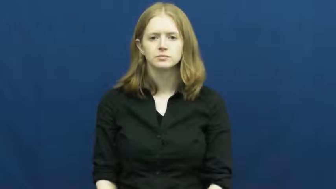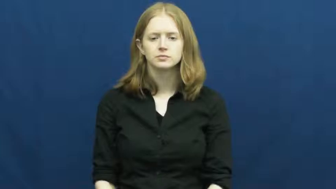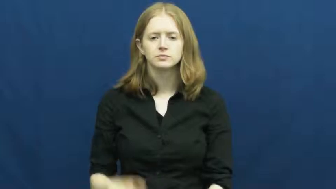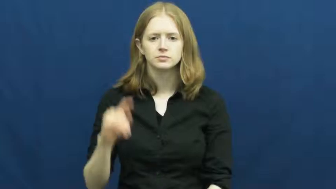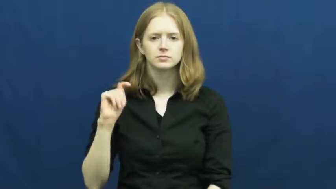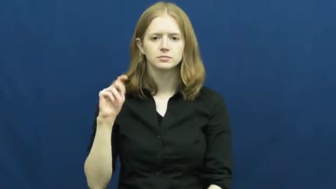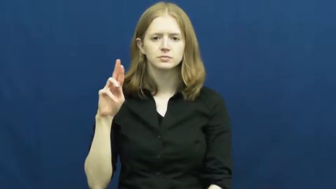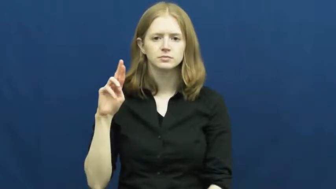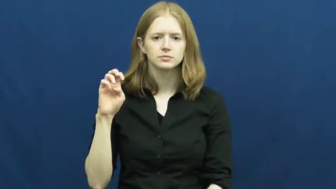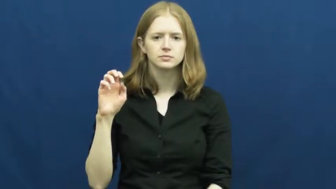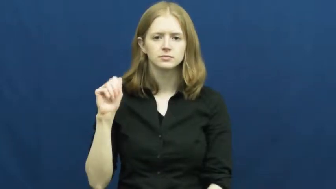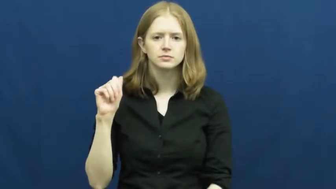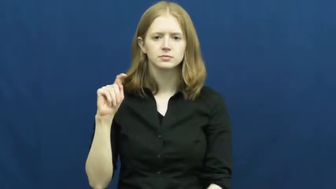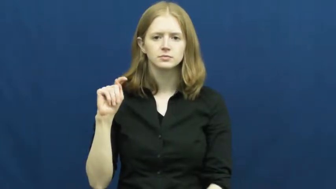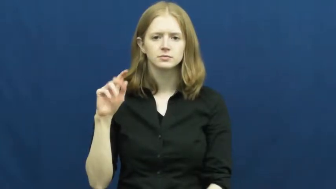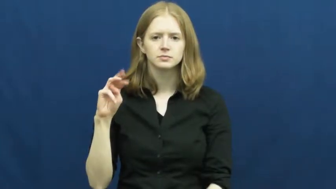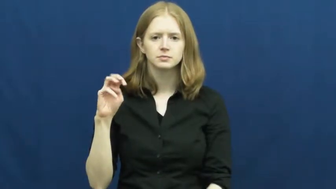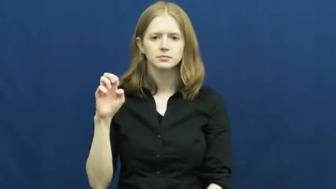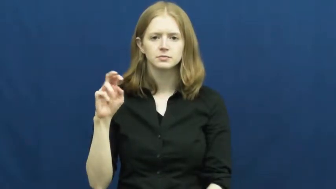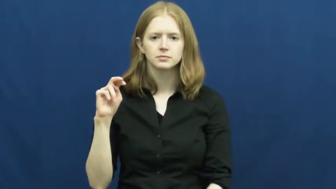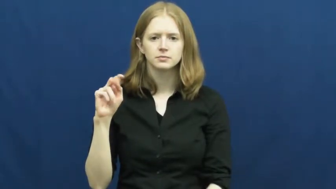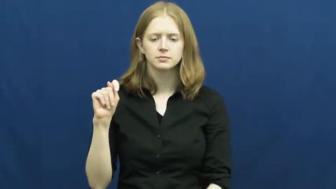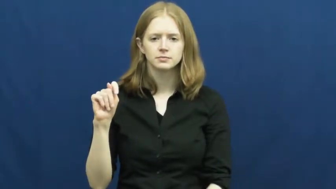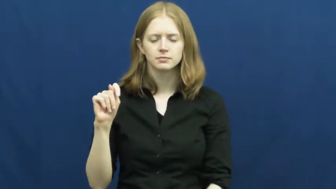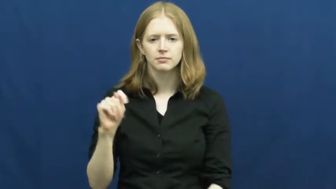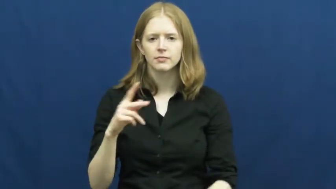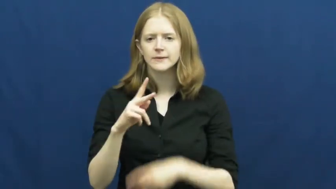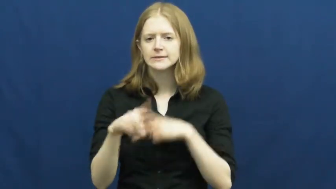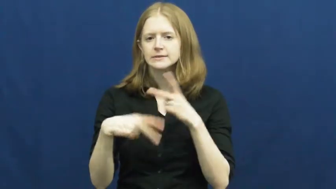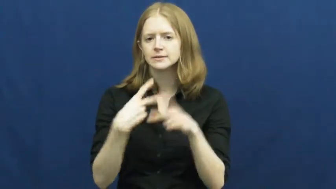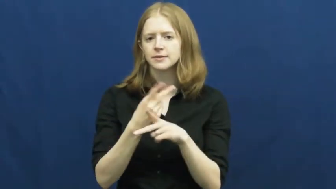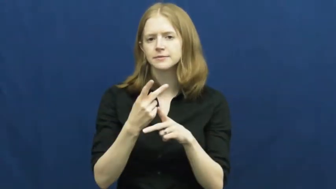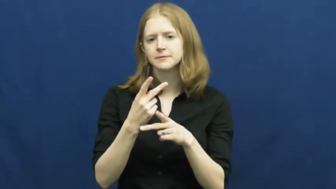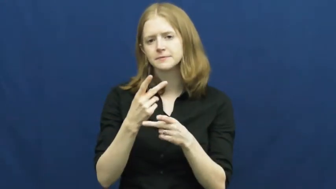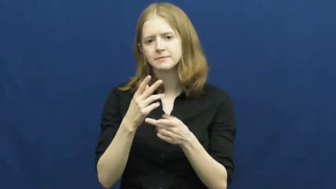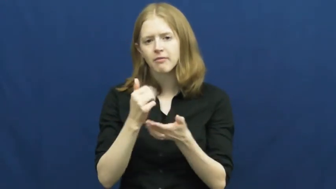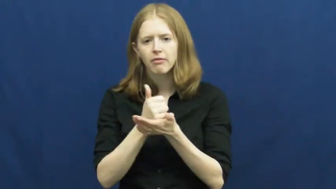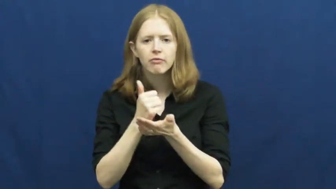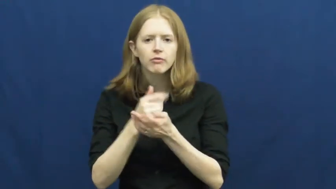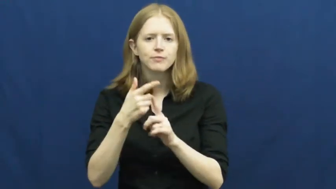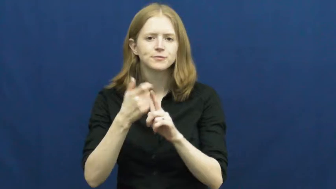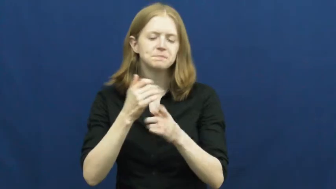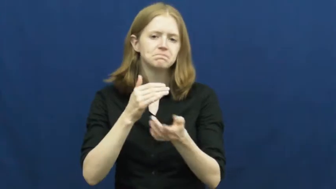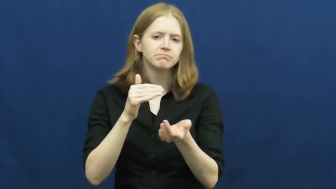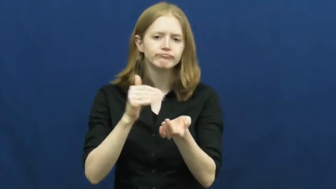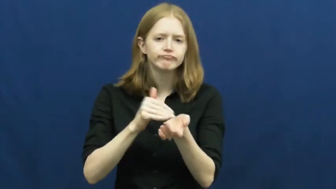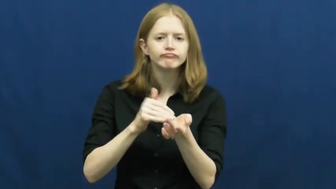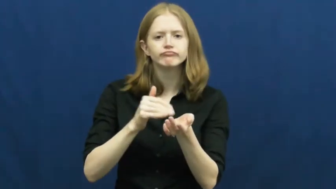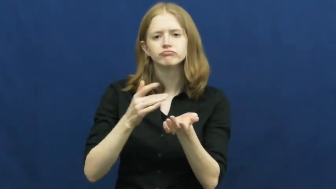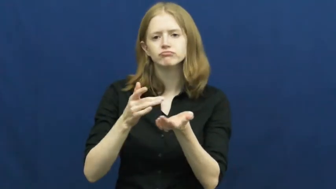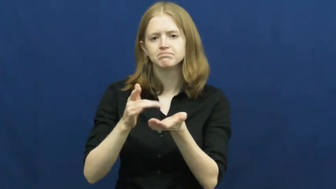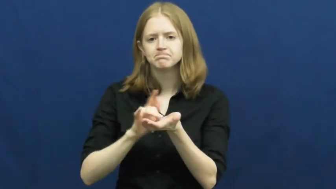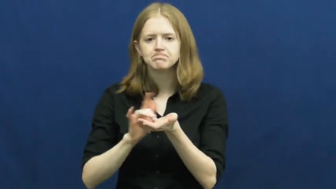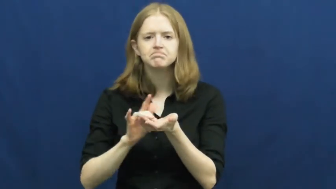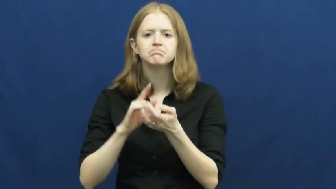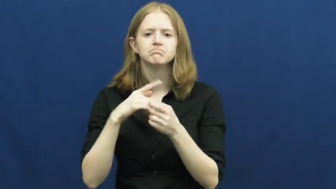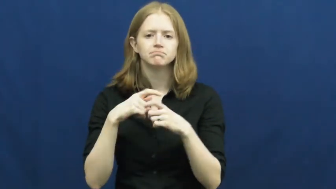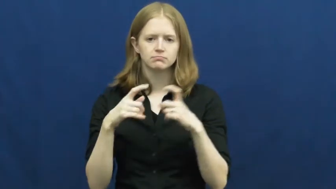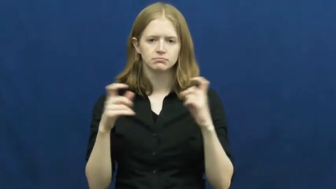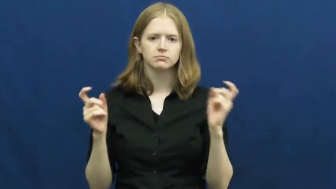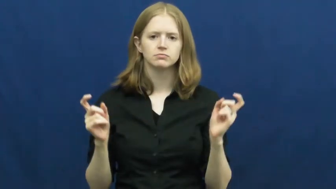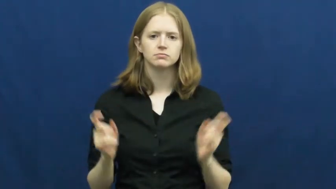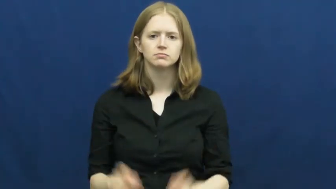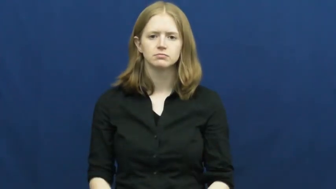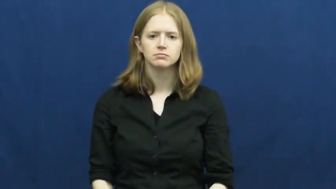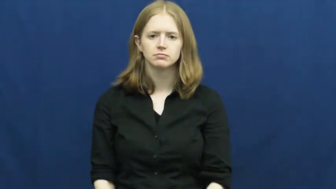treatment-illness